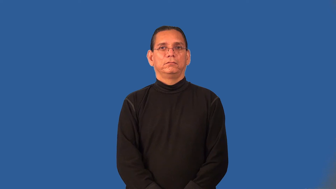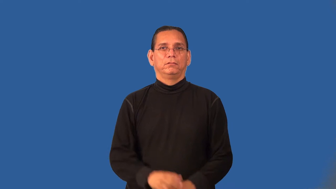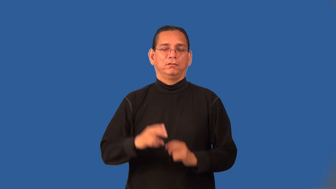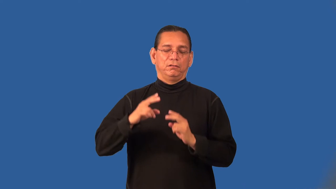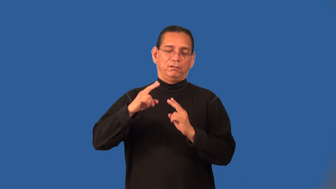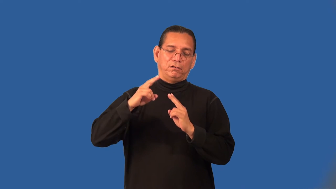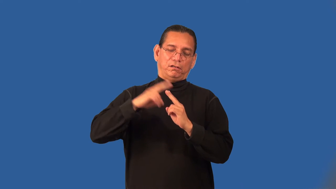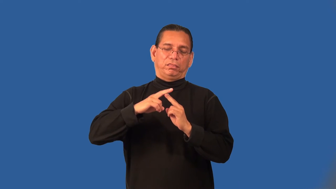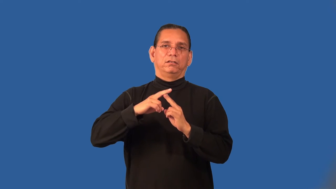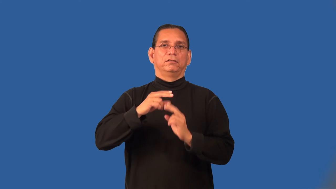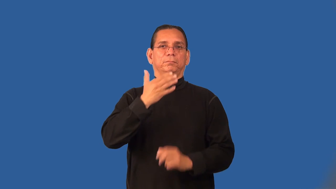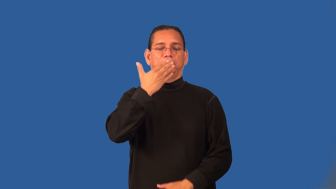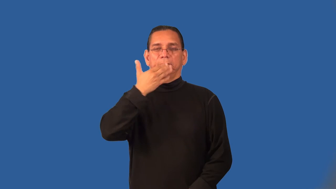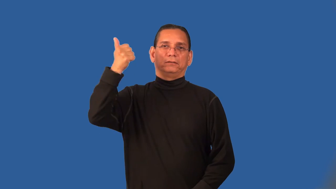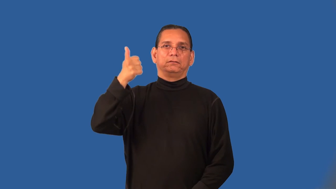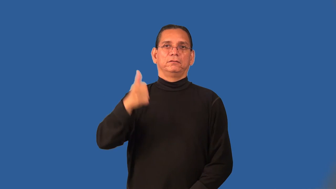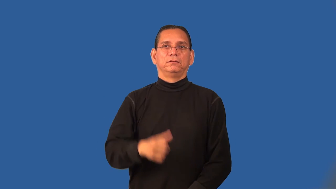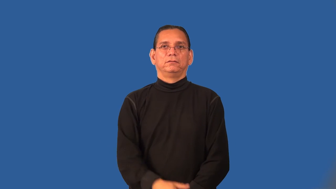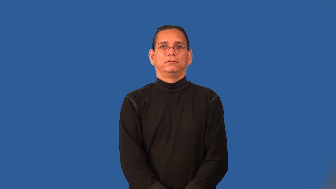preeminent